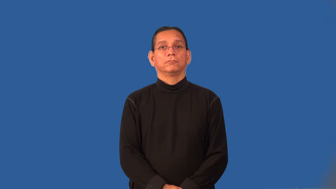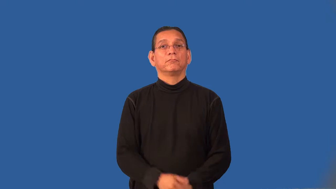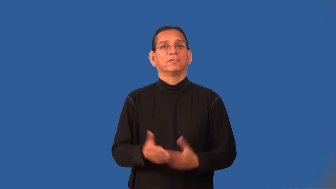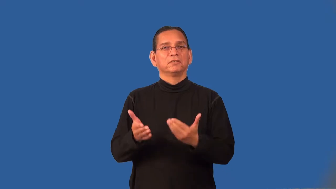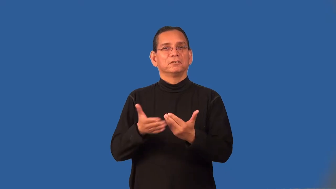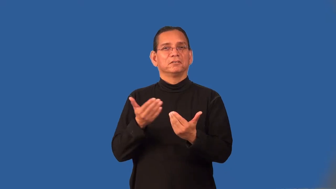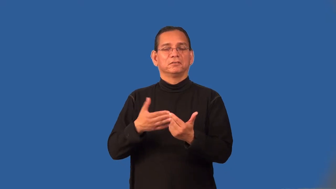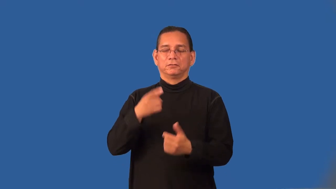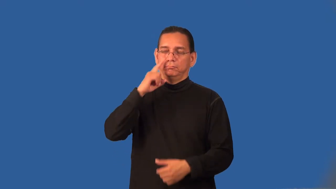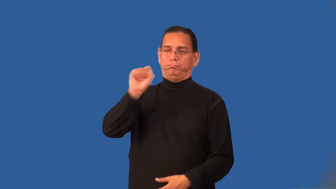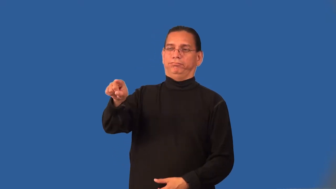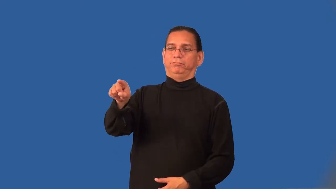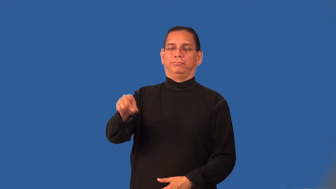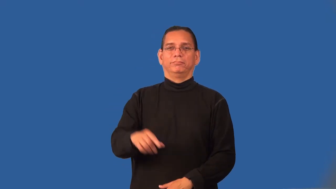prominent,pop-stands out